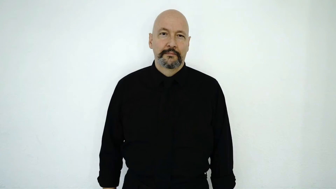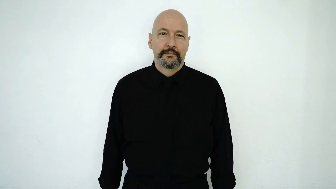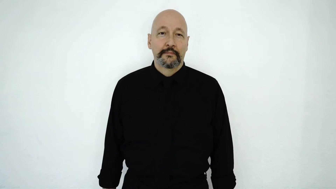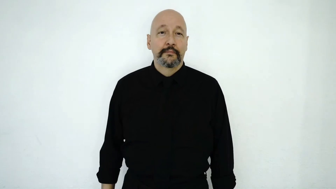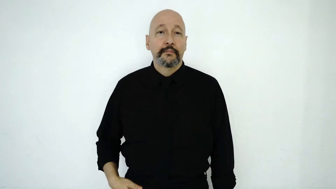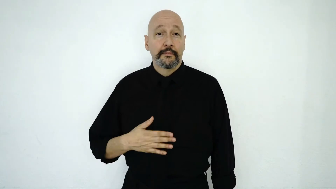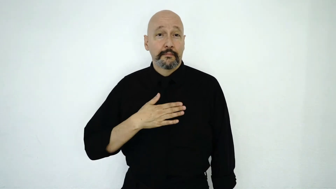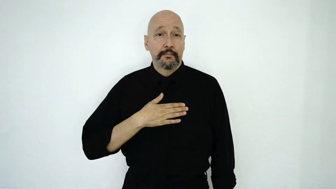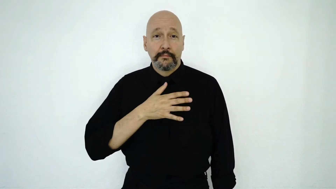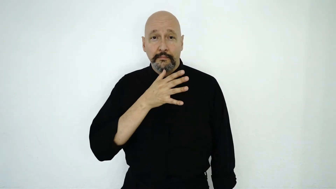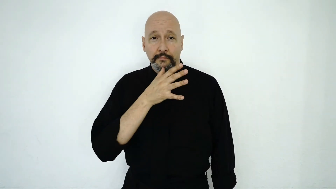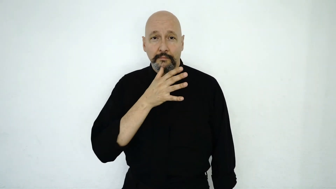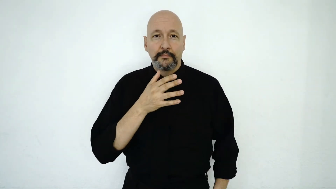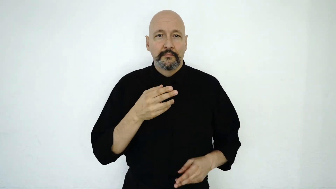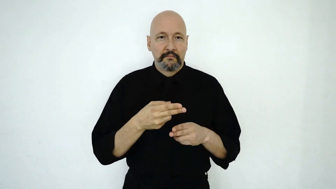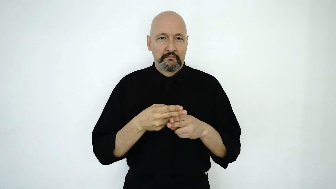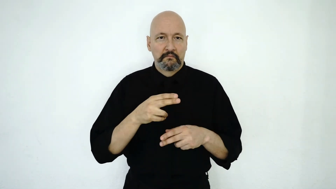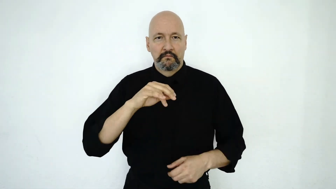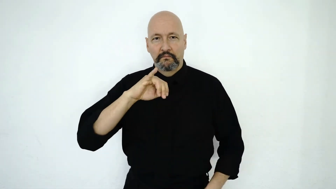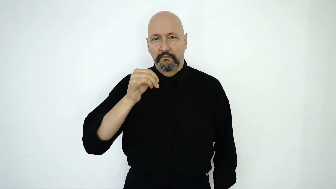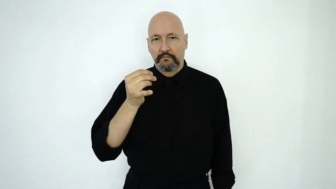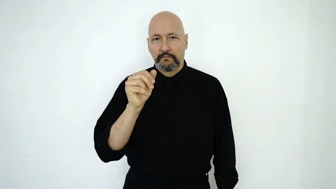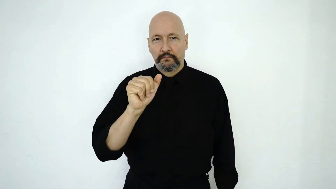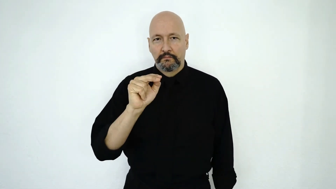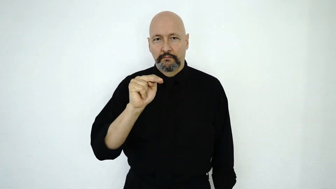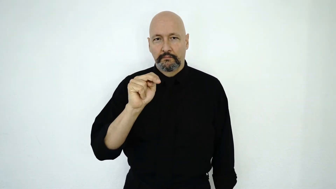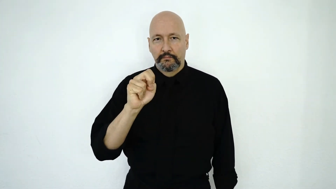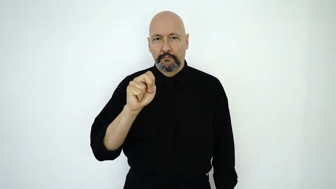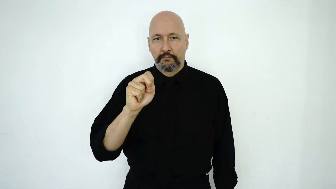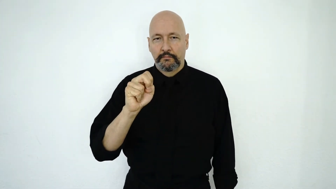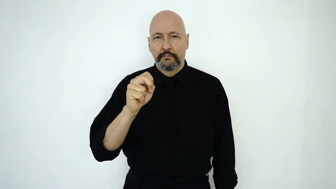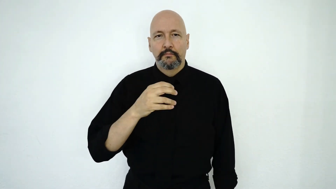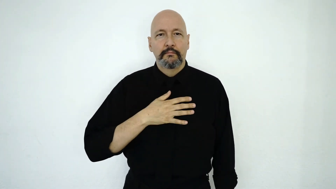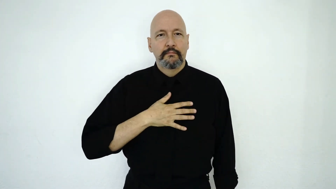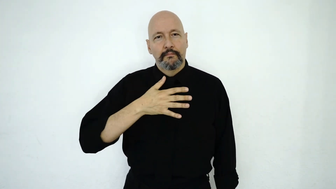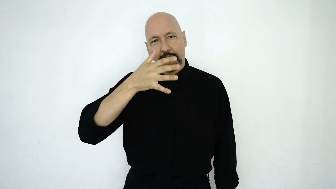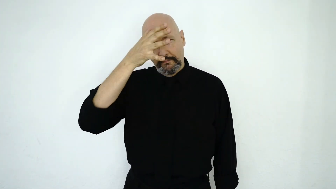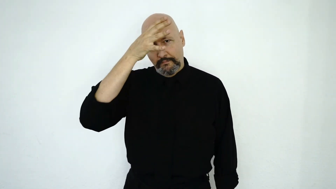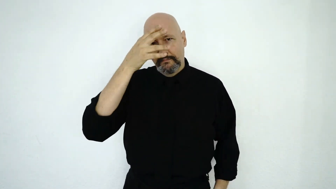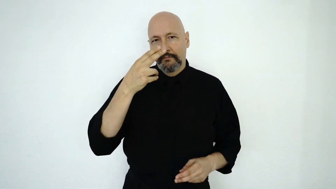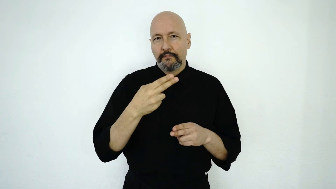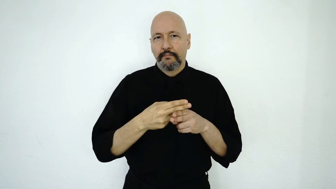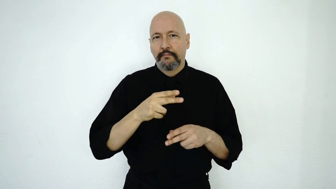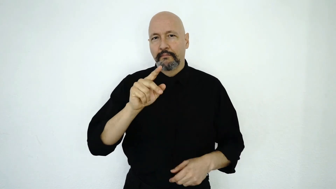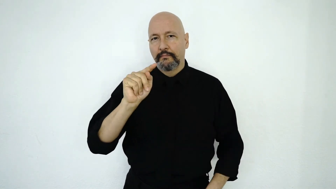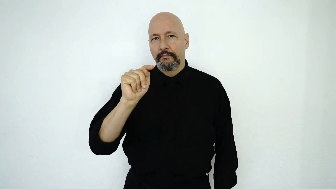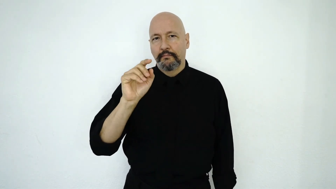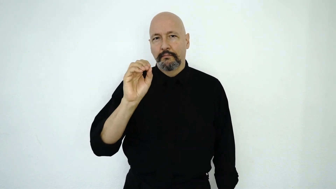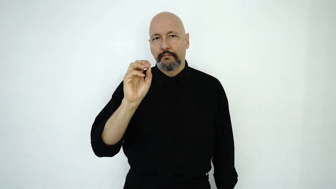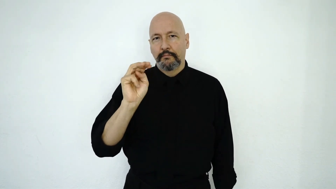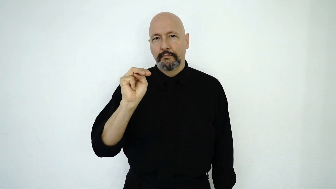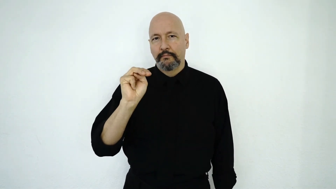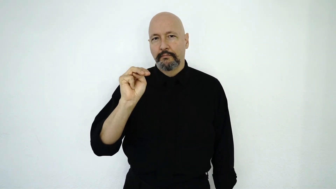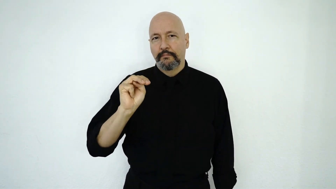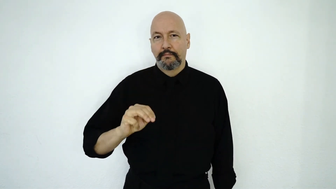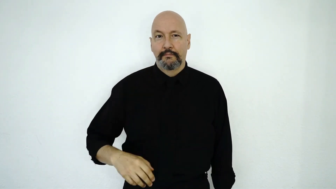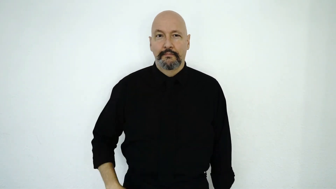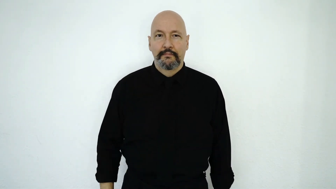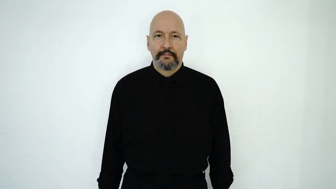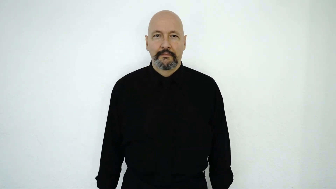MY MOTHER NAME J-A-N-E. MY FATHER NAME T-O-M.